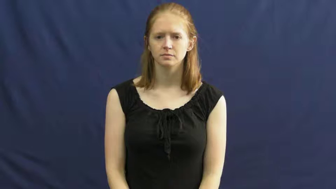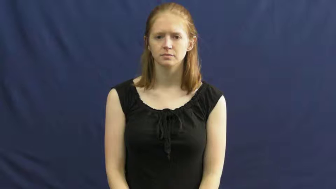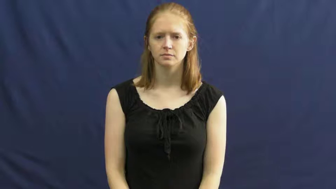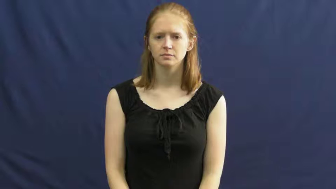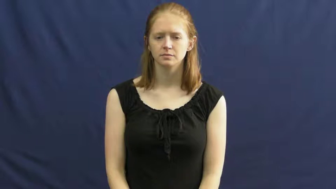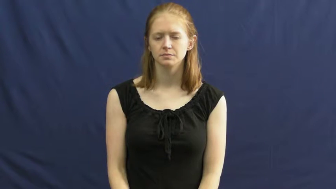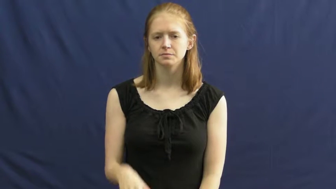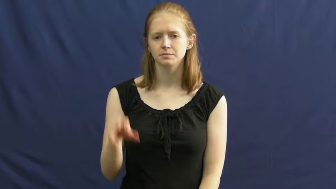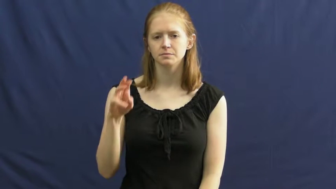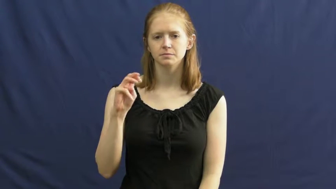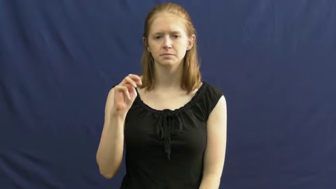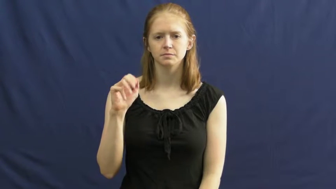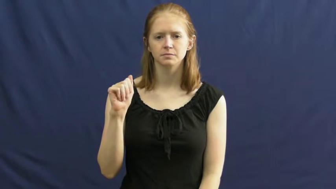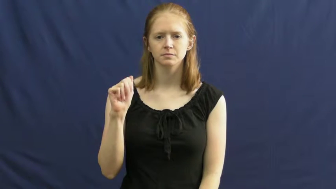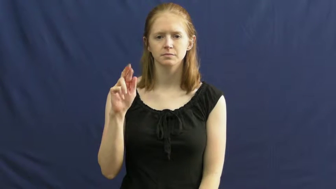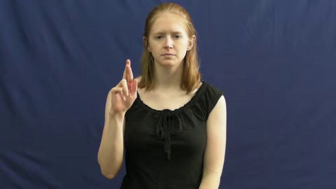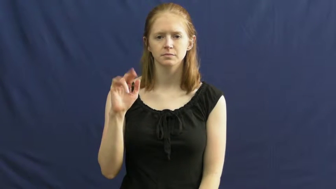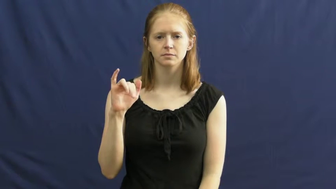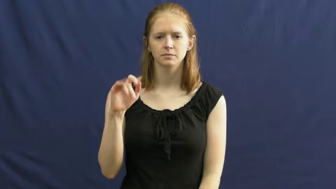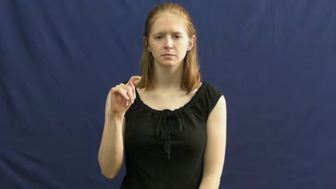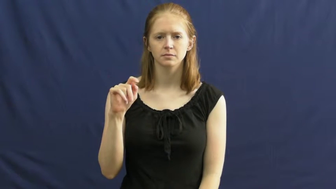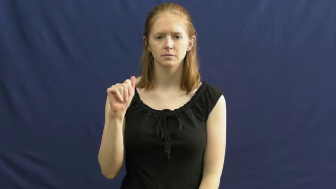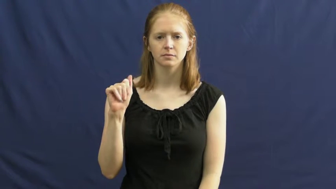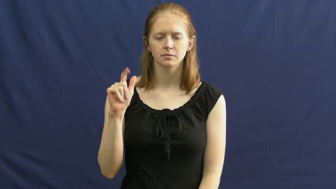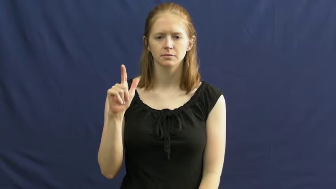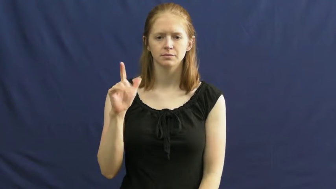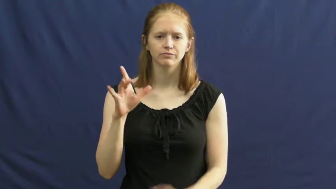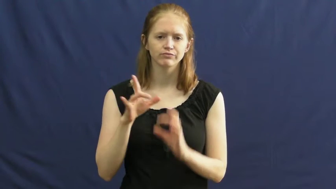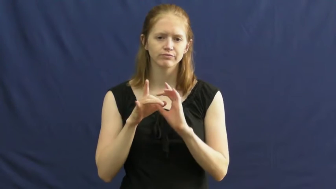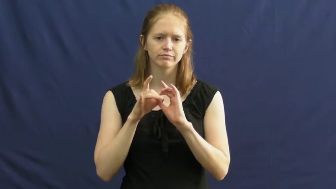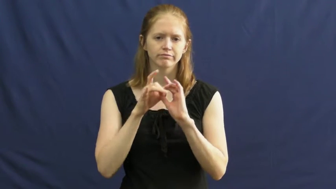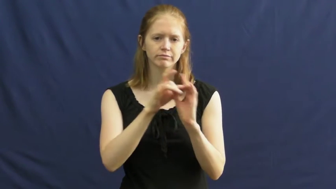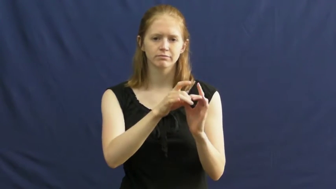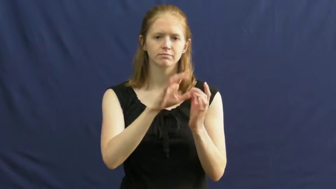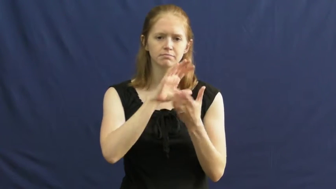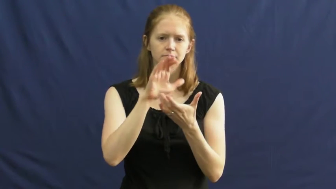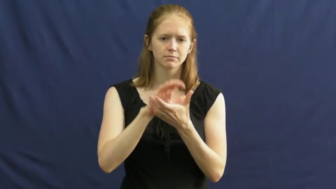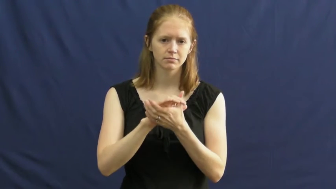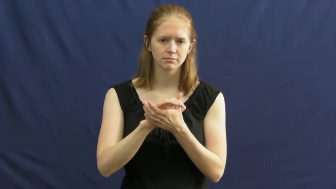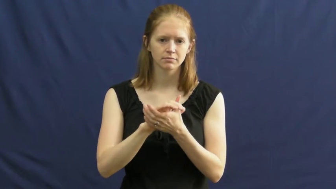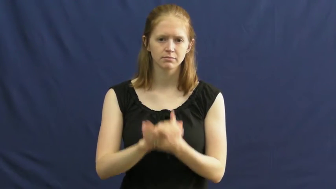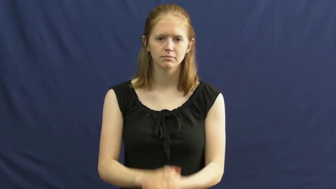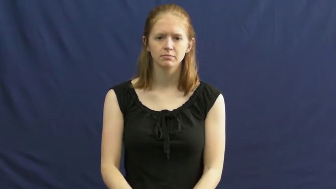marital